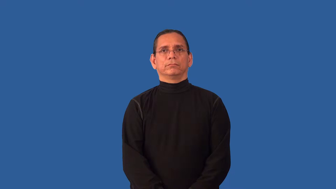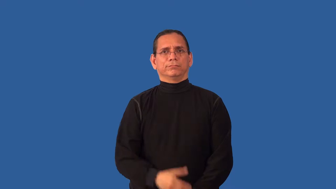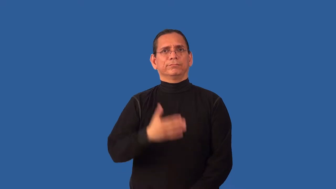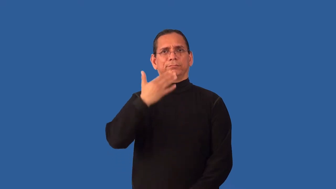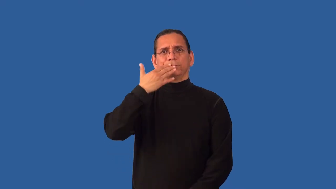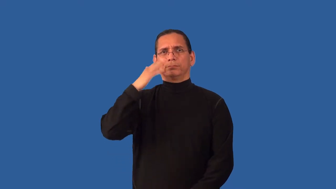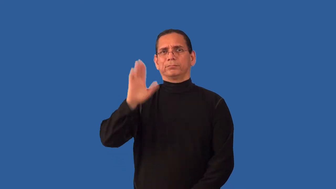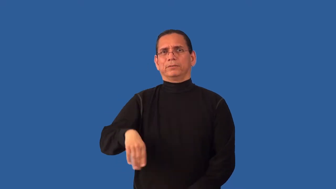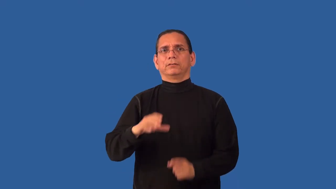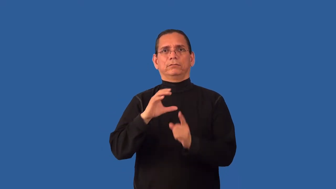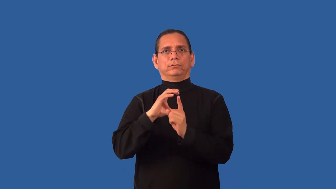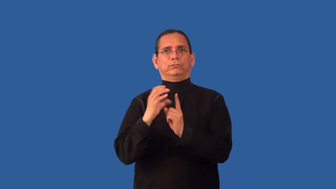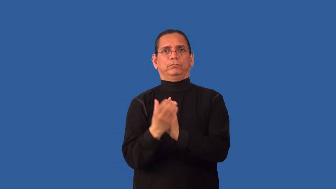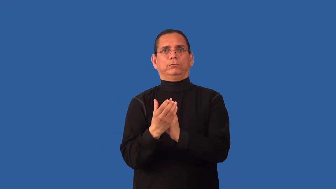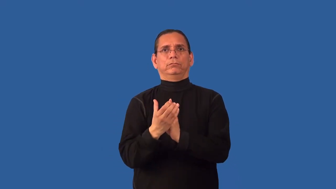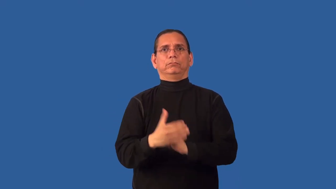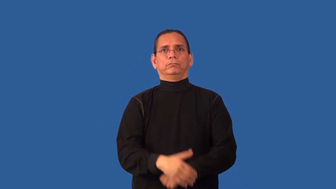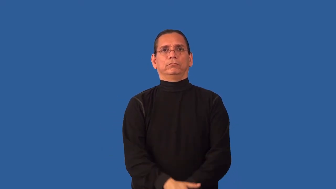unsound-condition